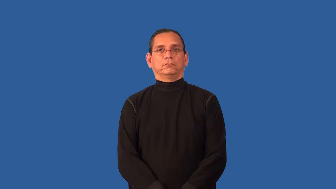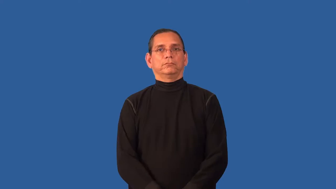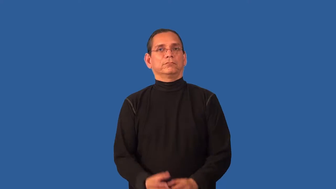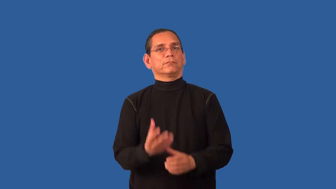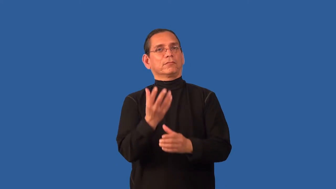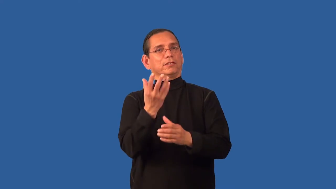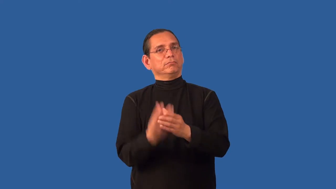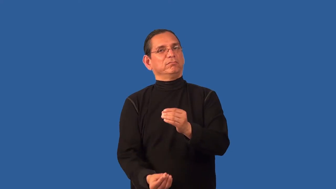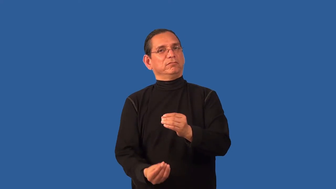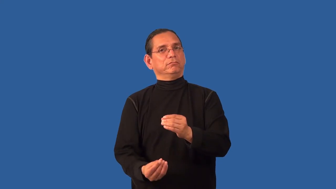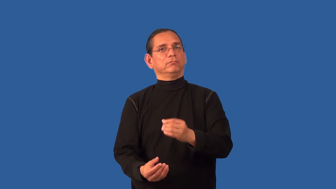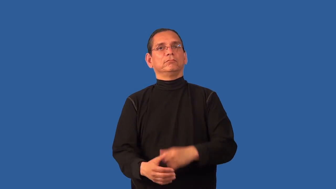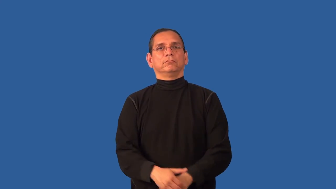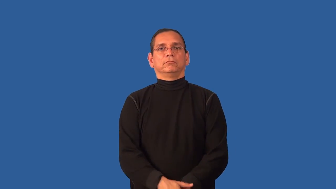absence-lack of